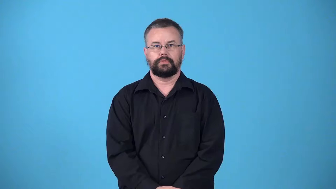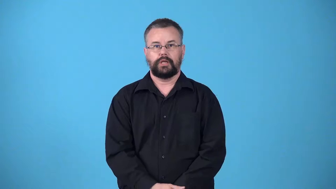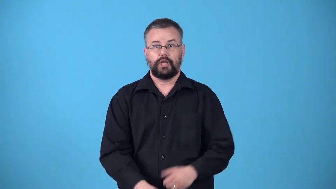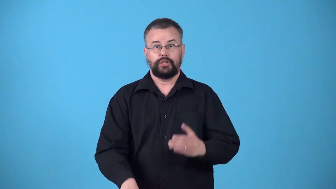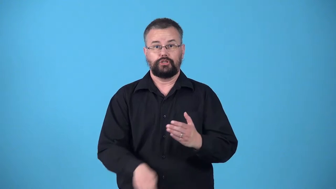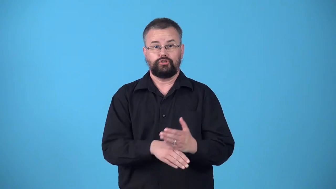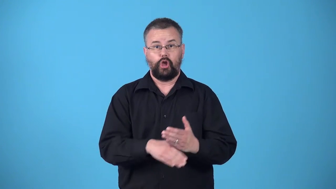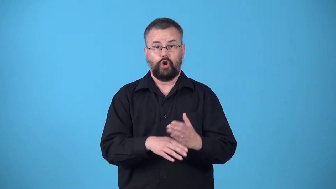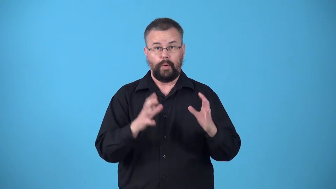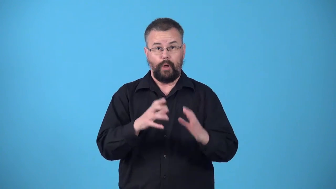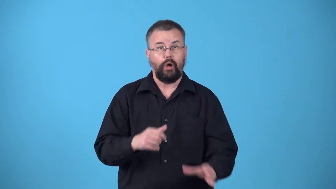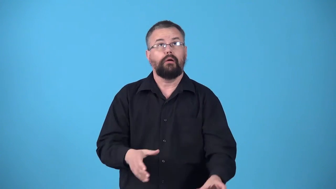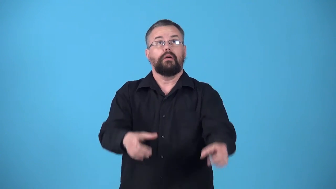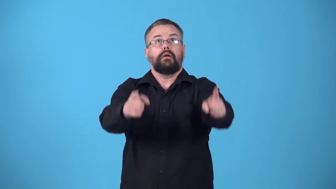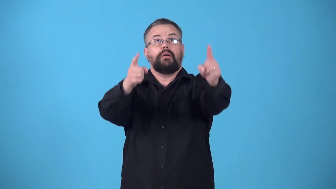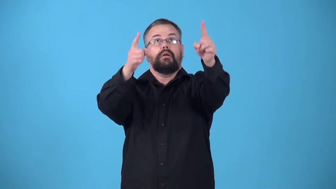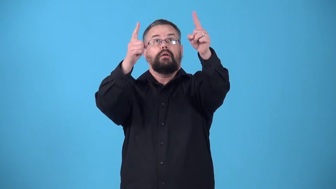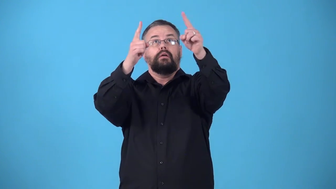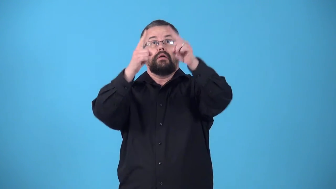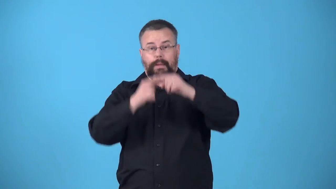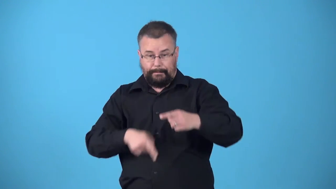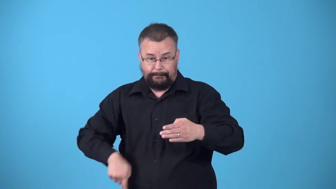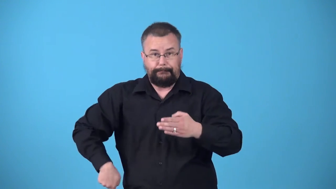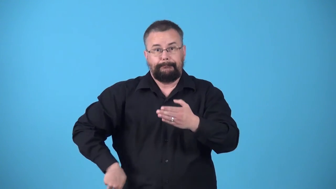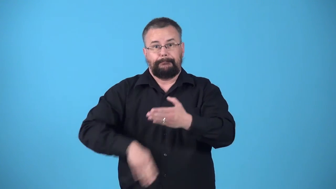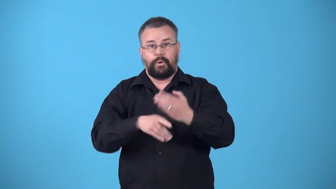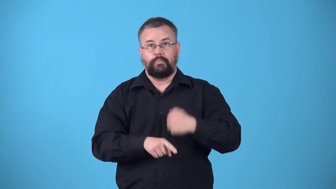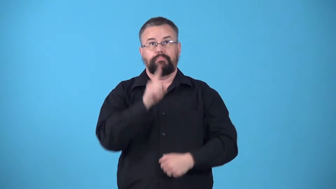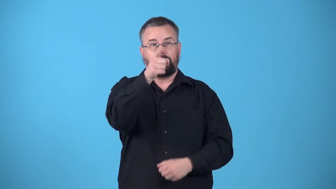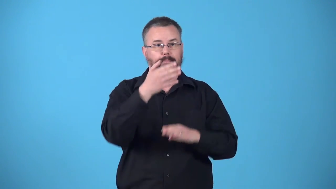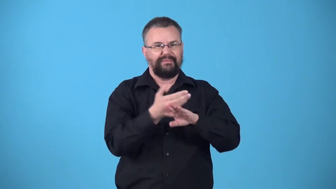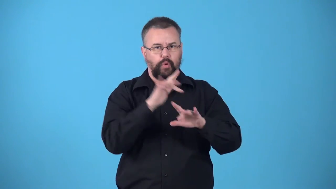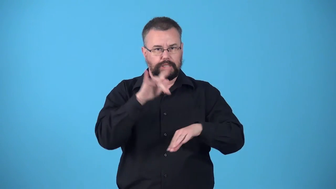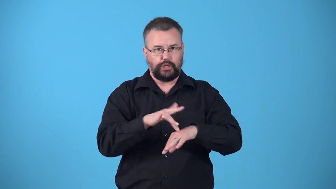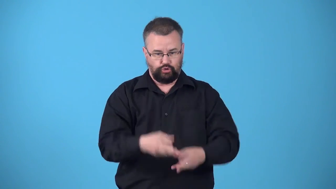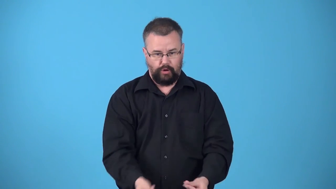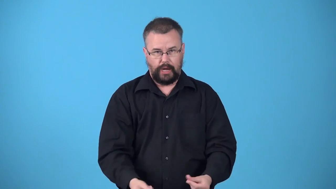volley-soccer